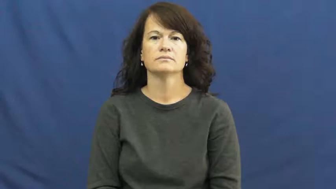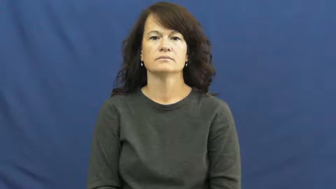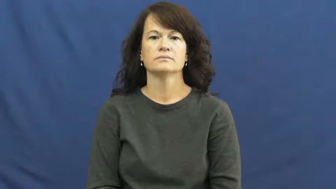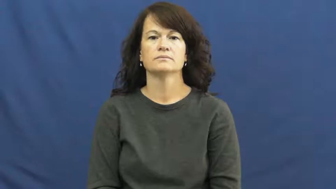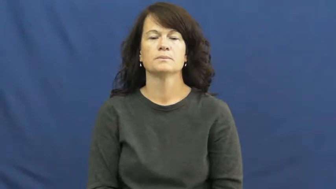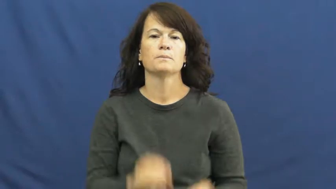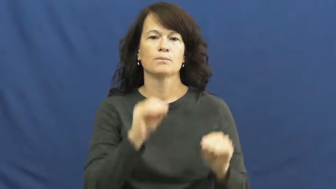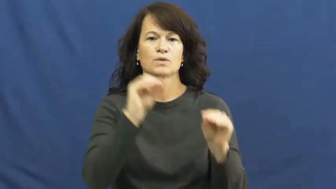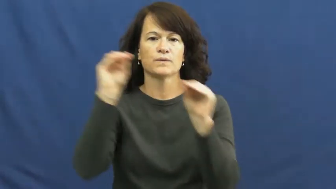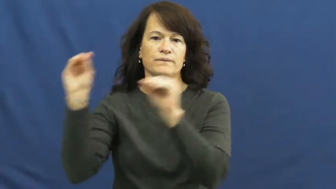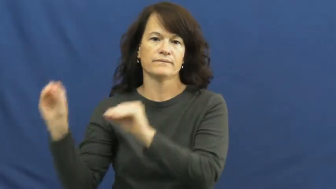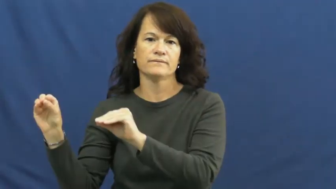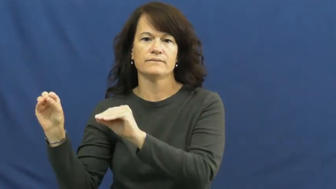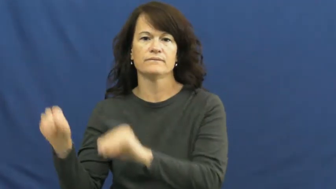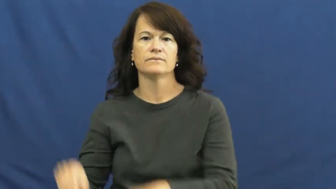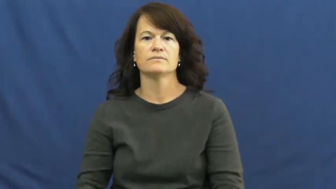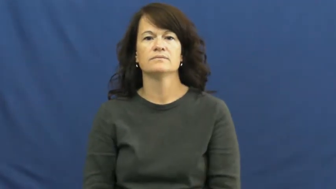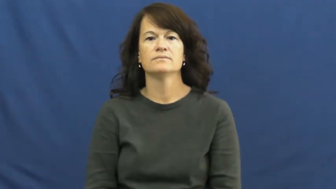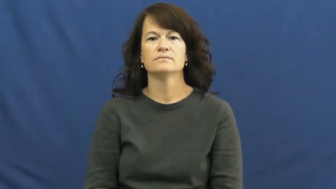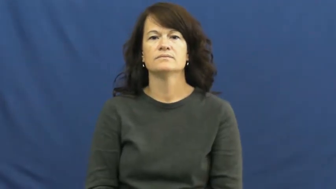move out,move out of